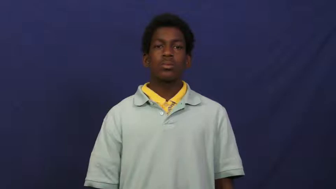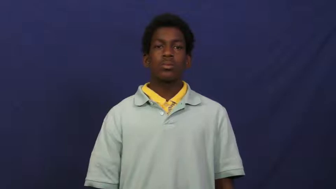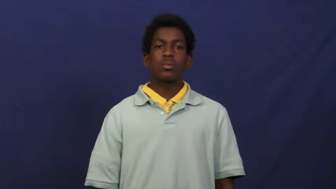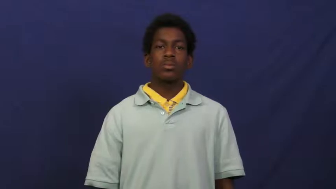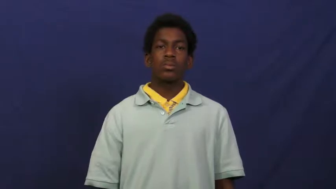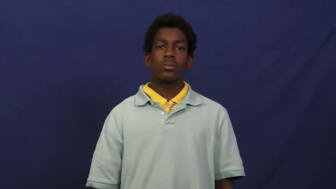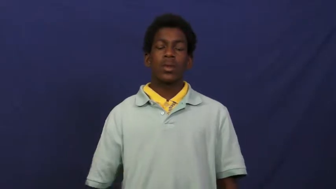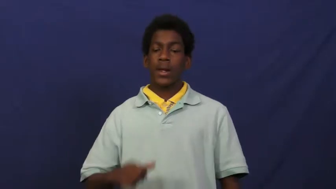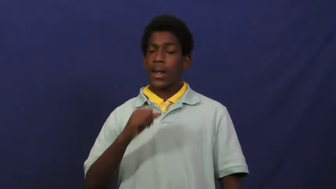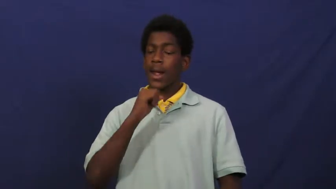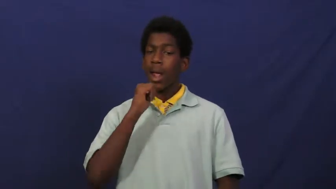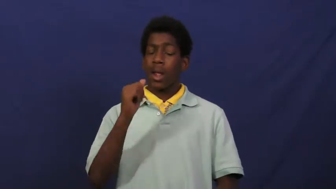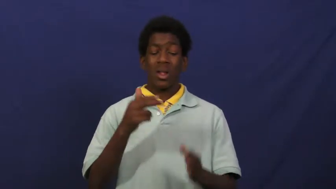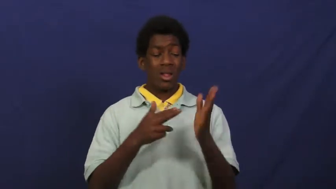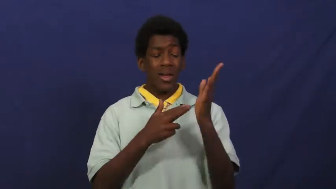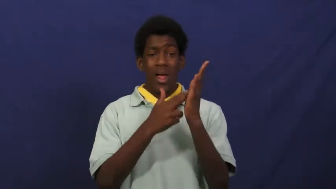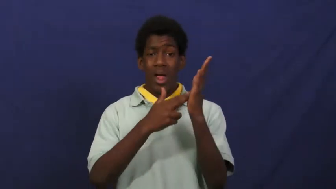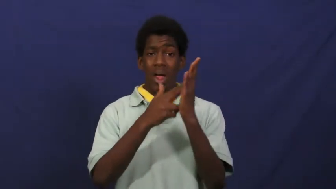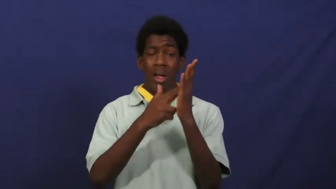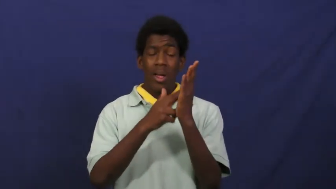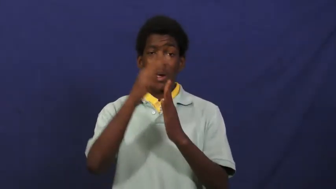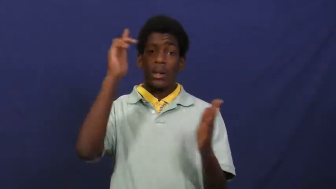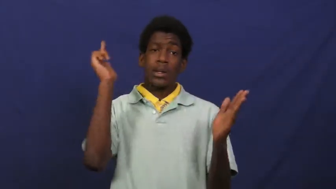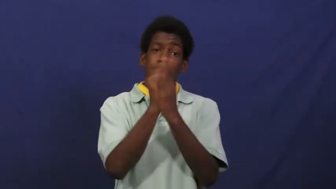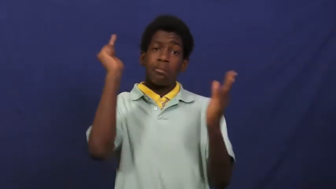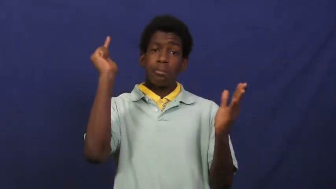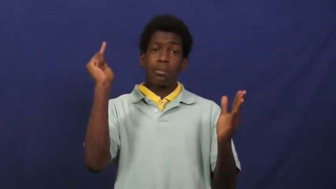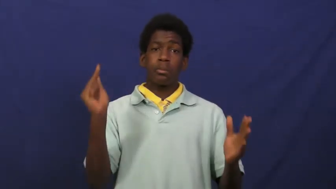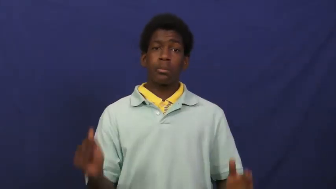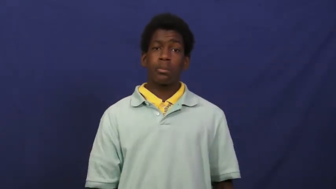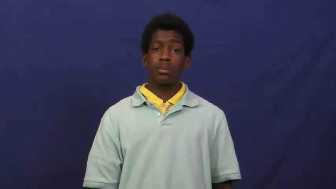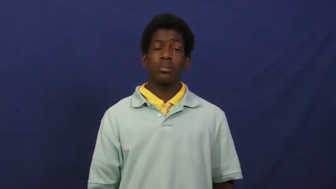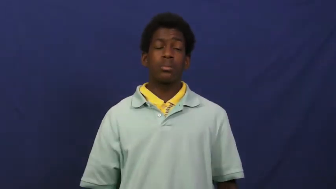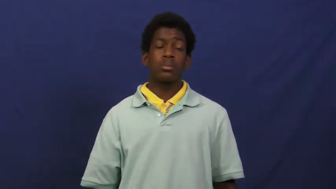corrupt-illegal